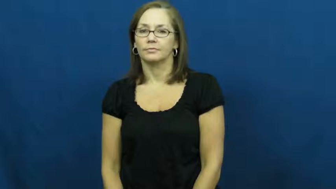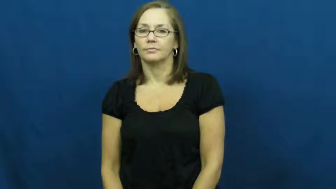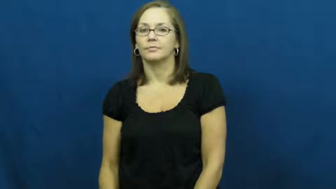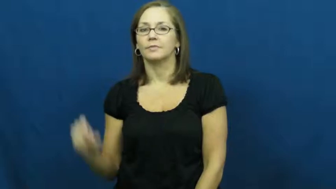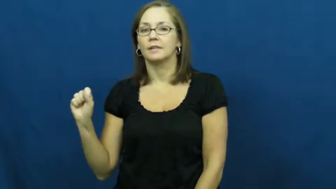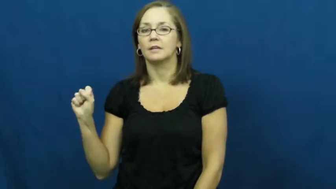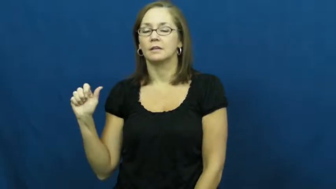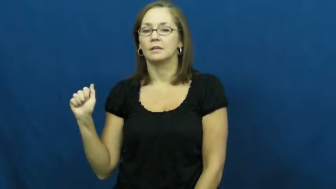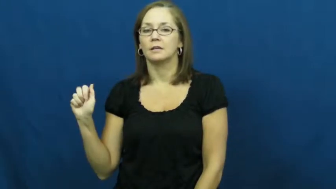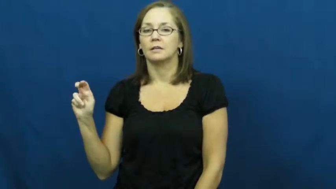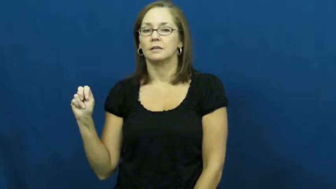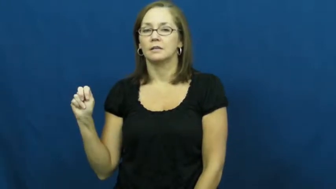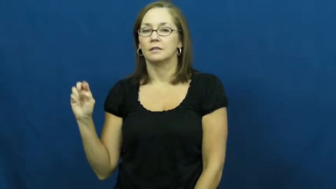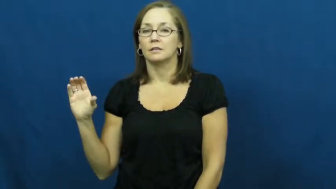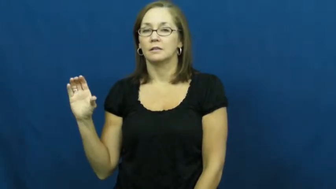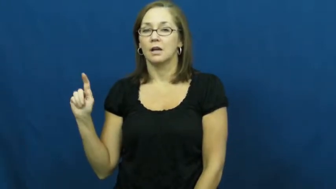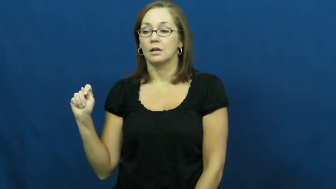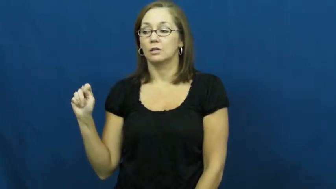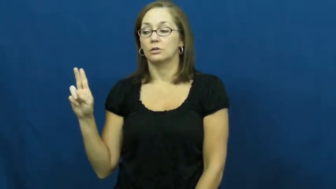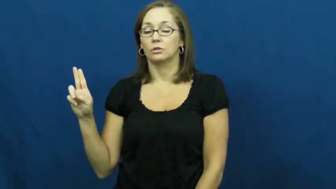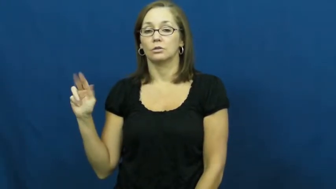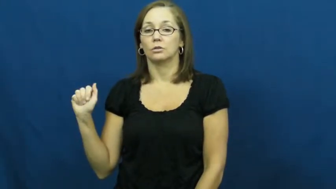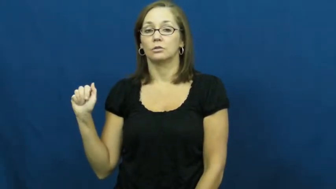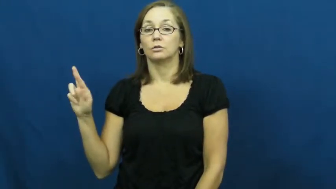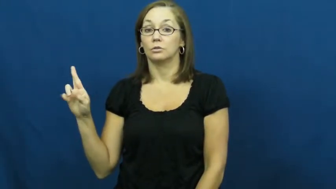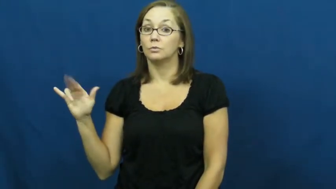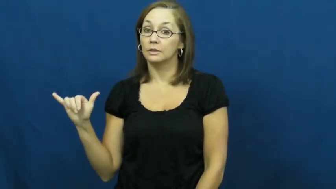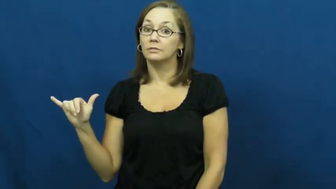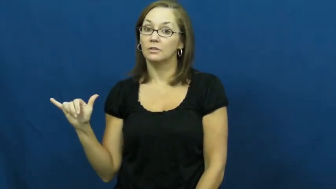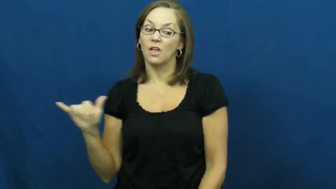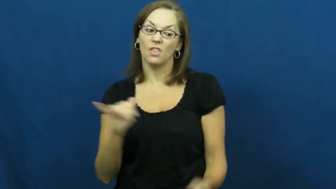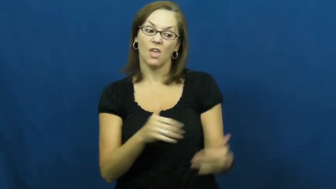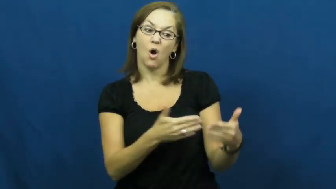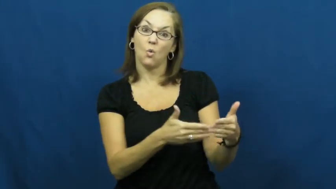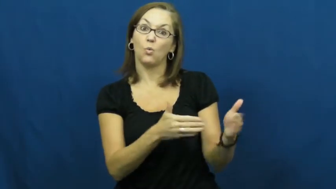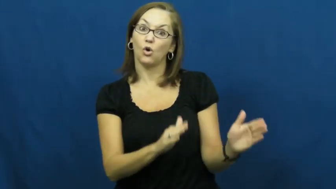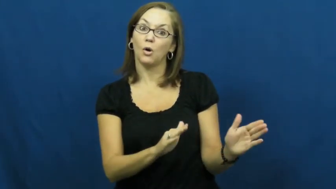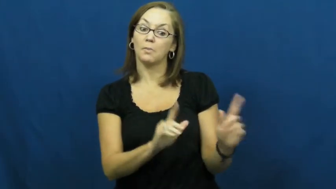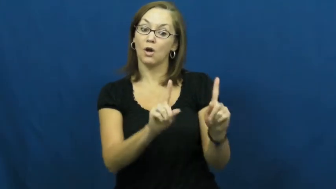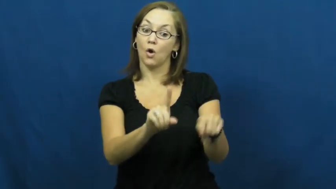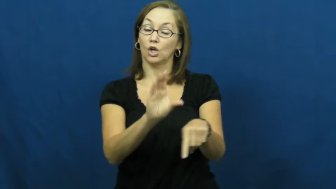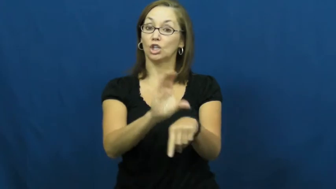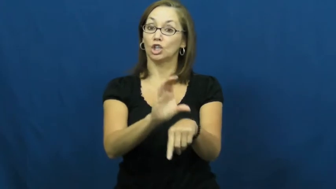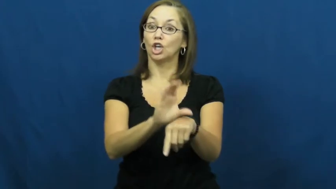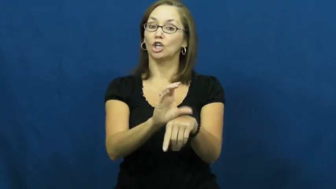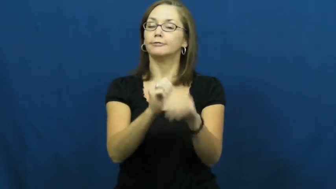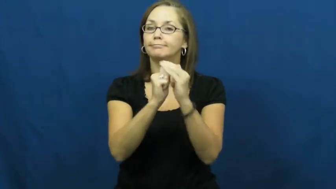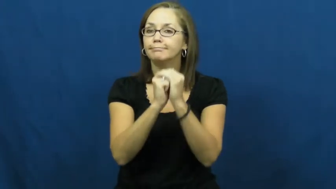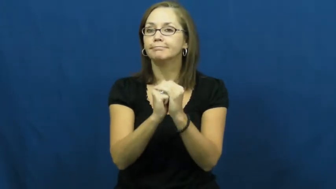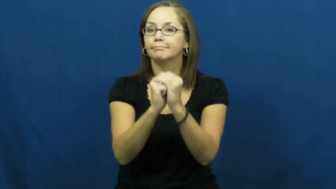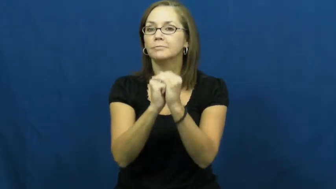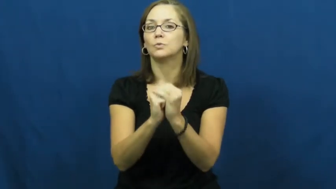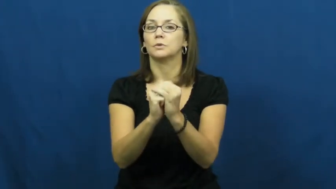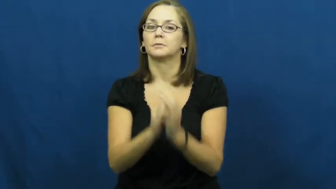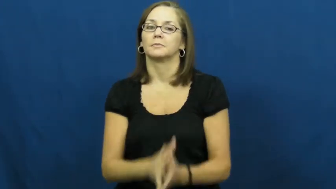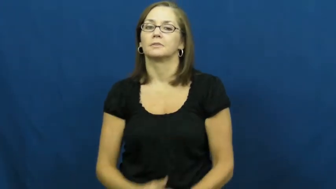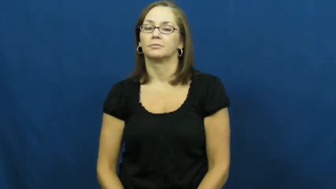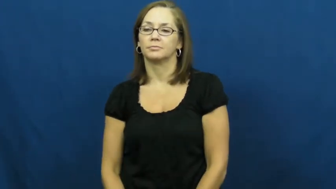sanctuary-church